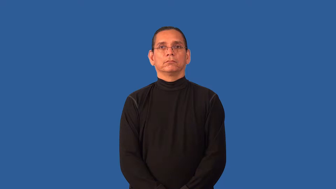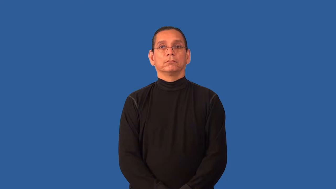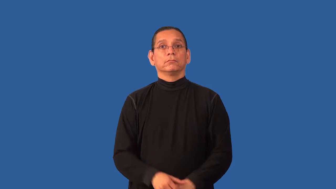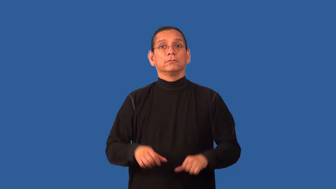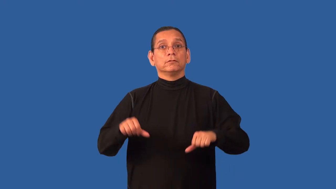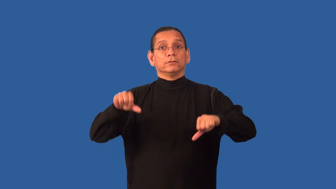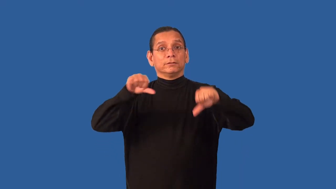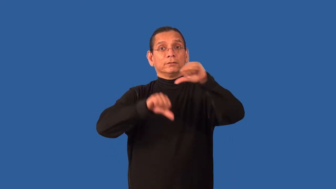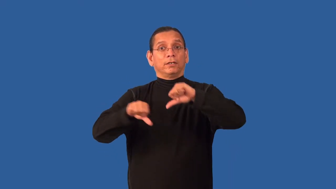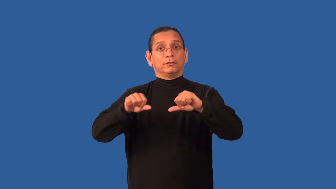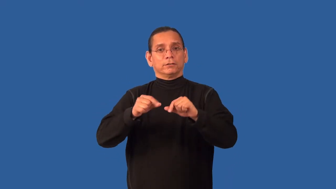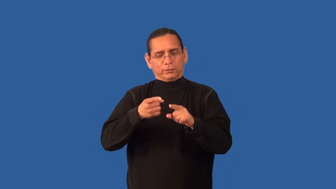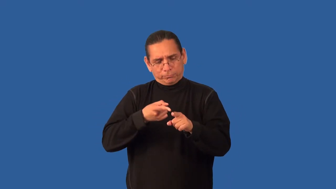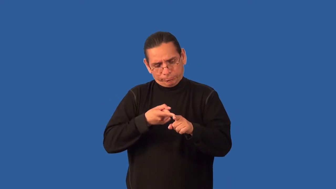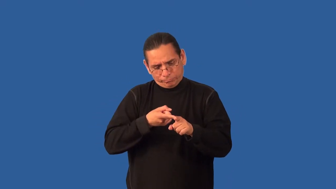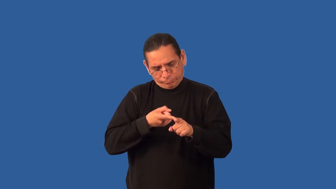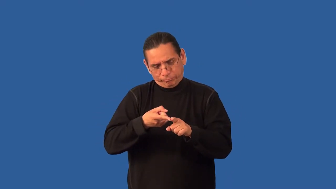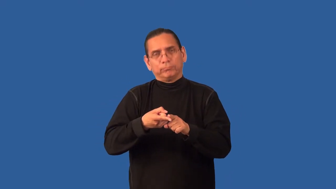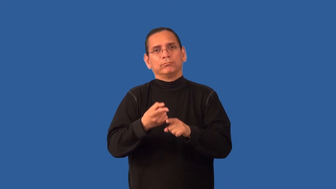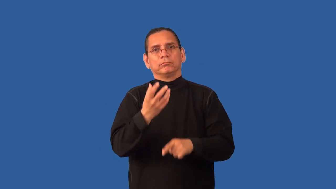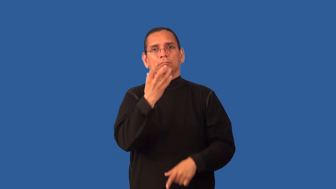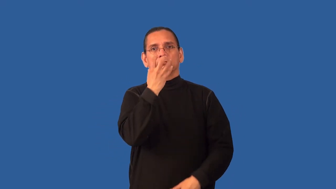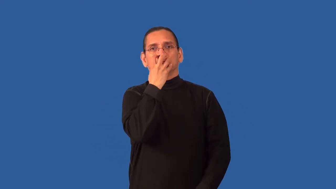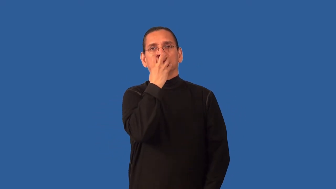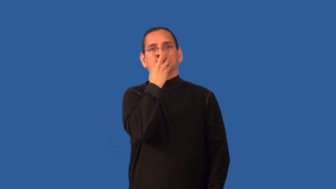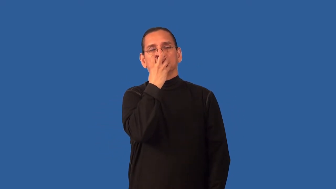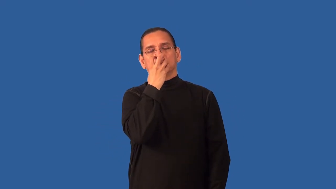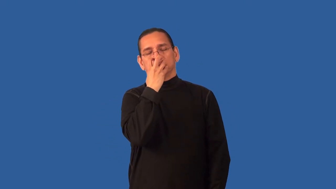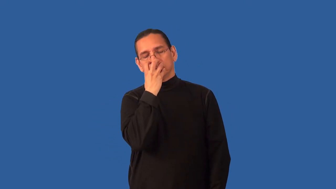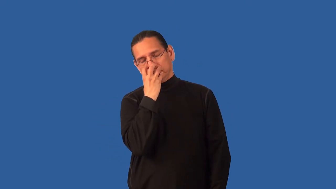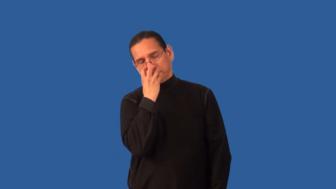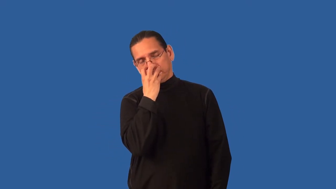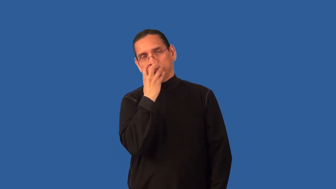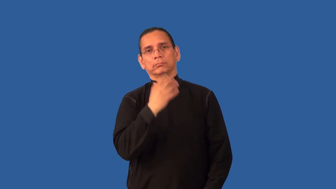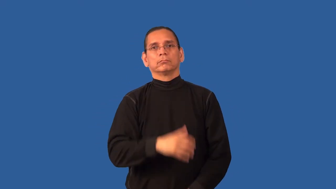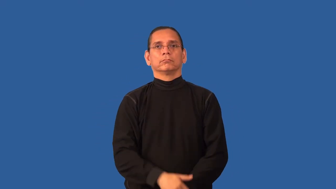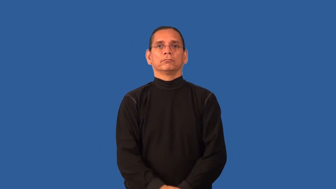anesthesiology